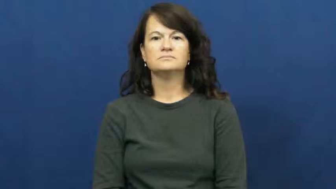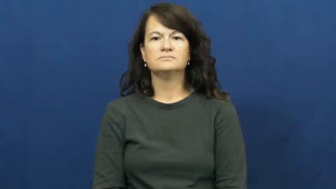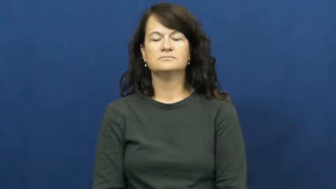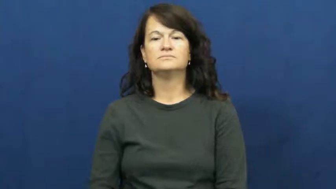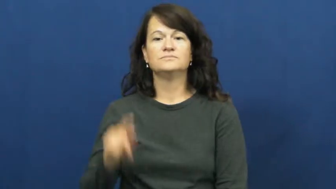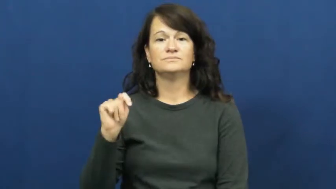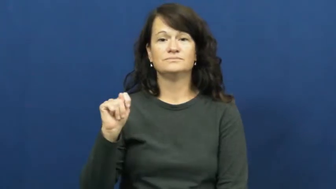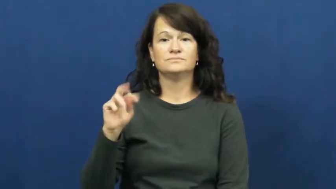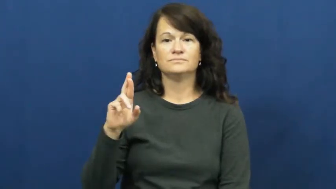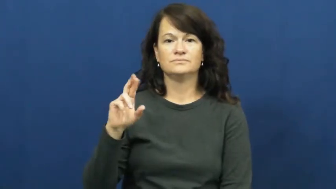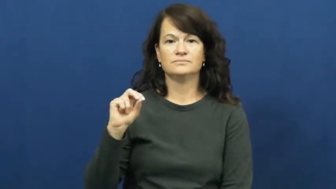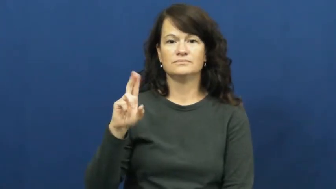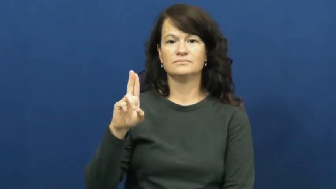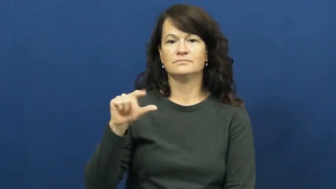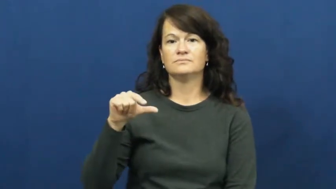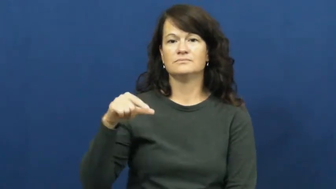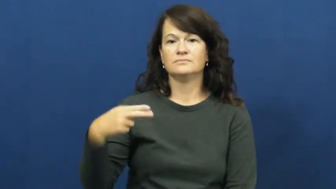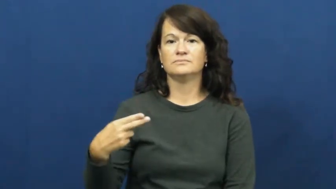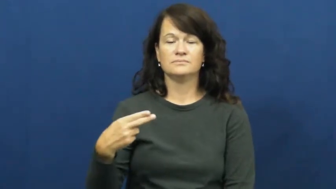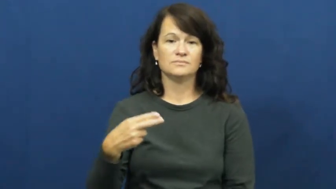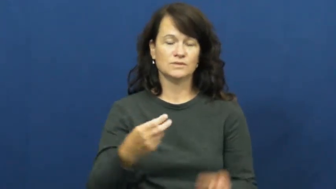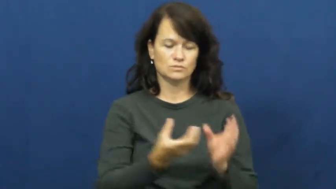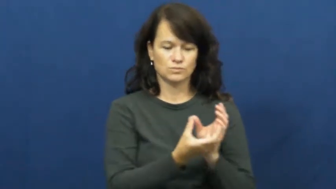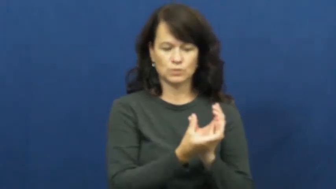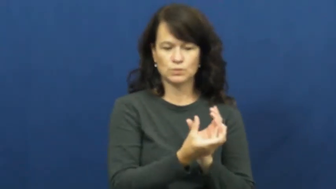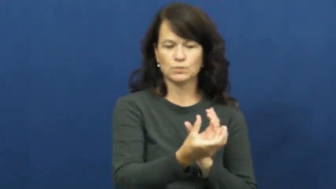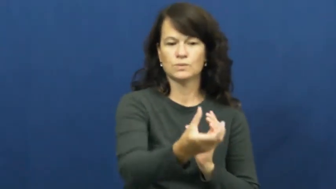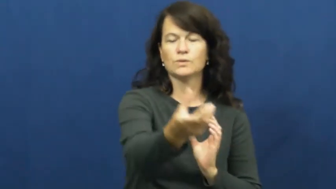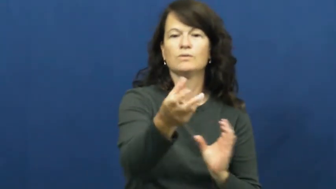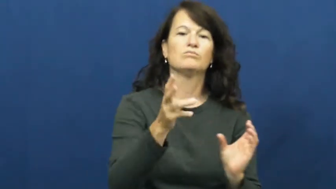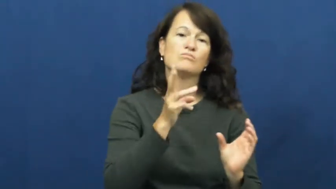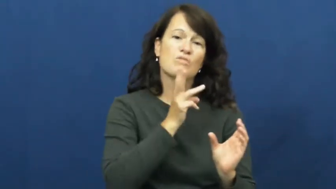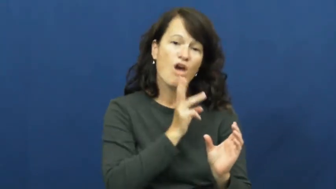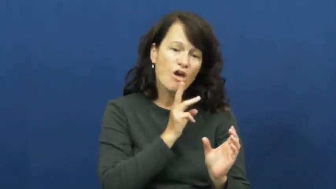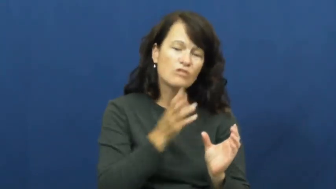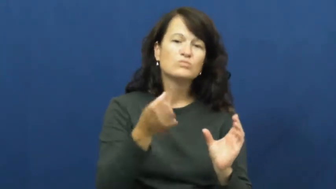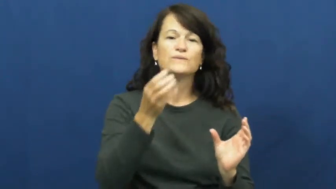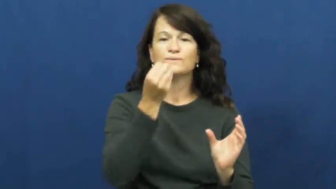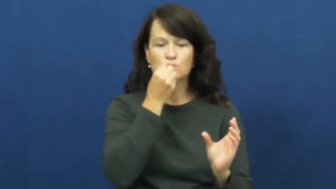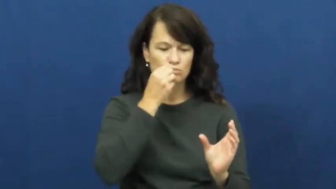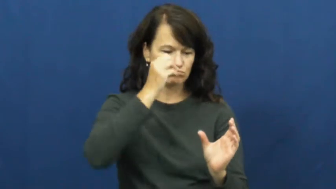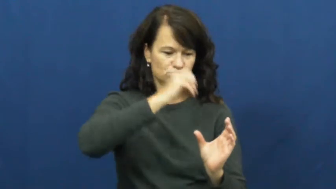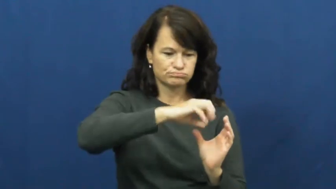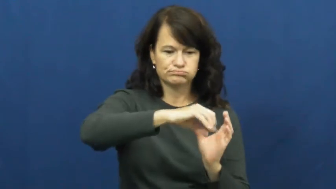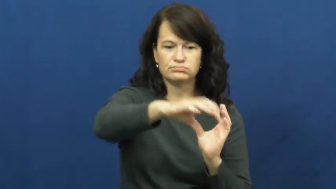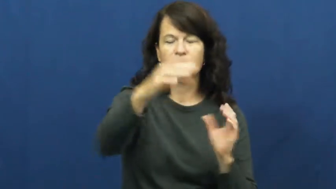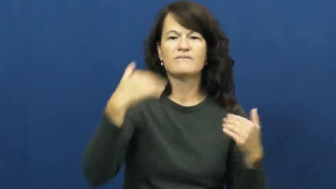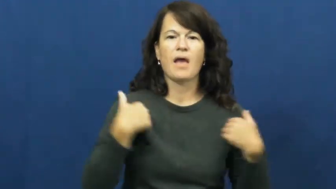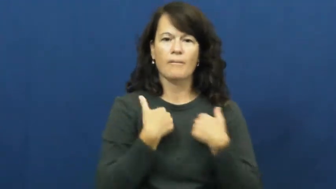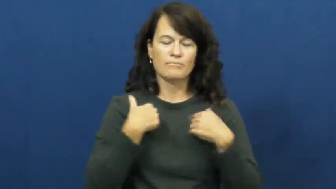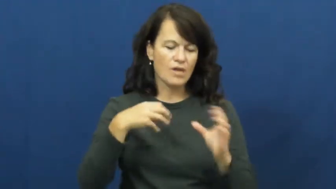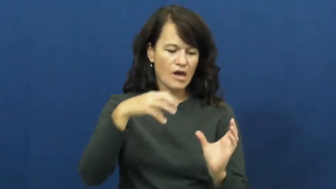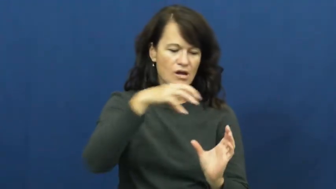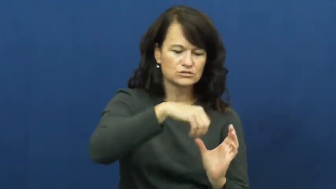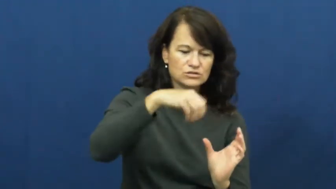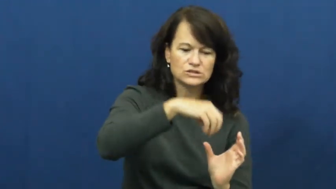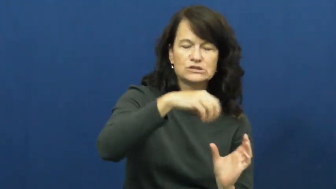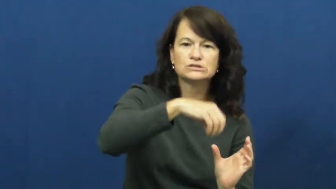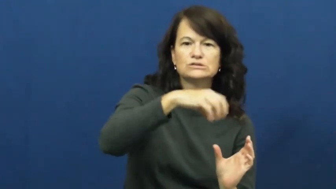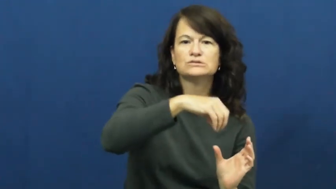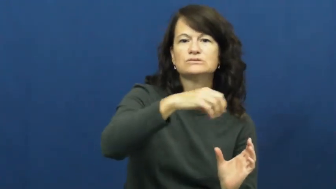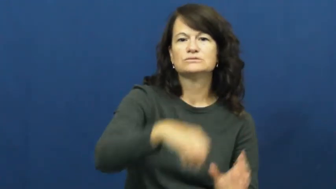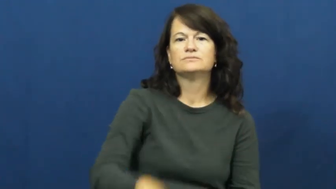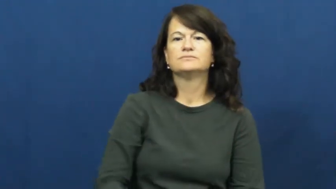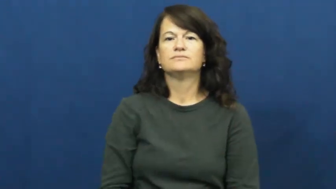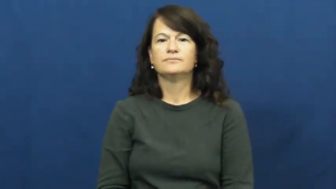trough-animal